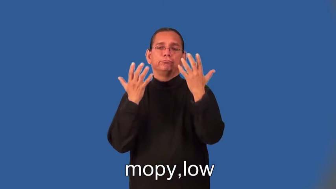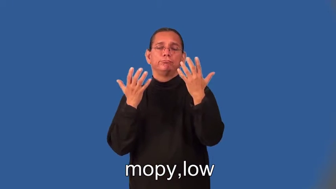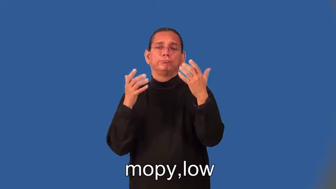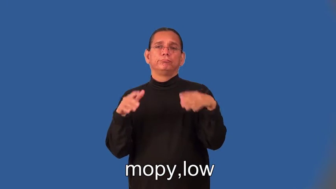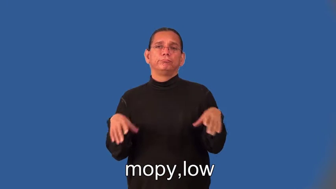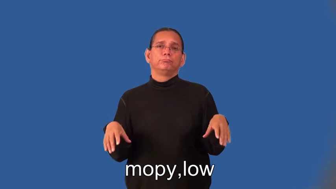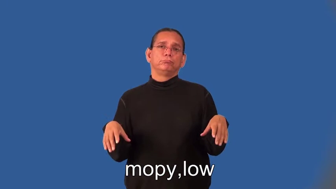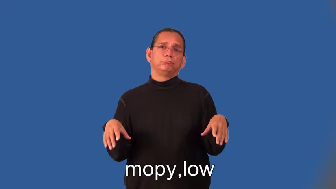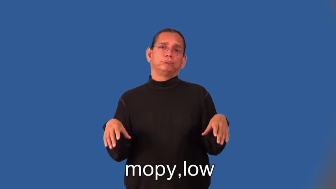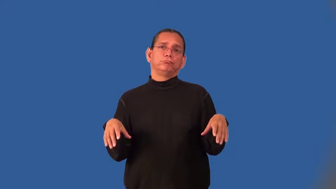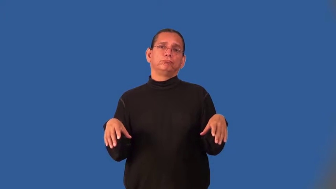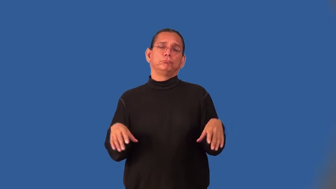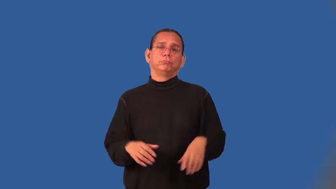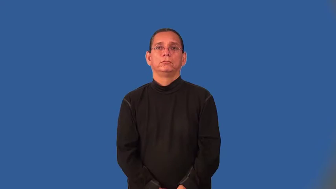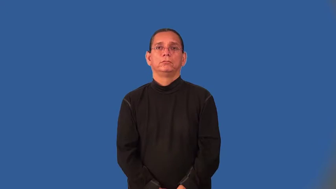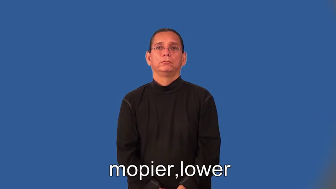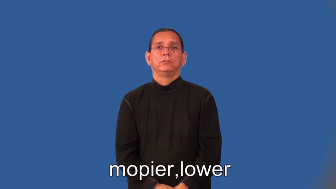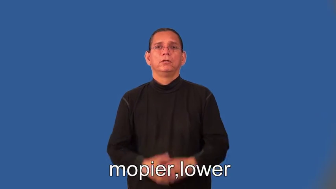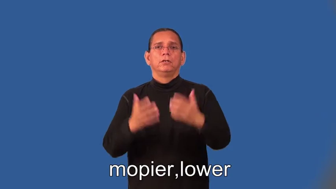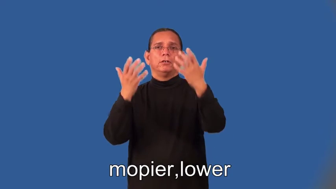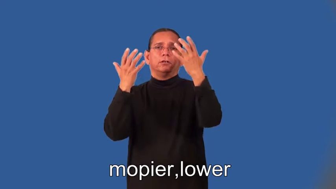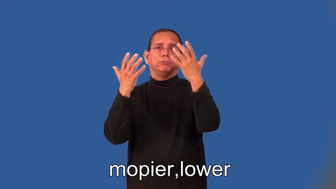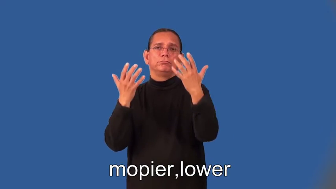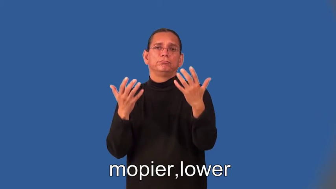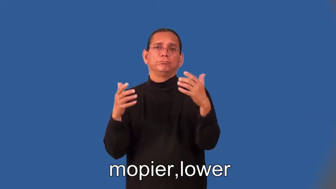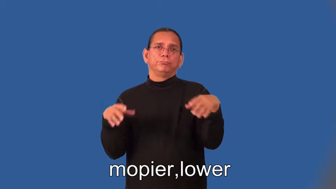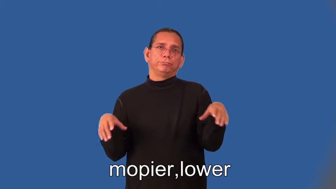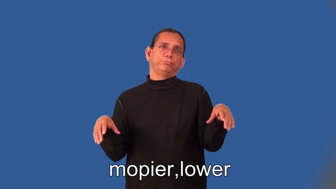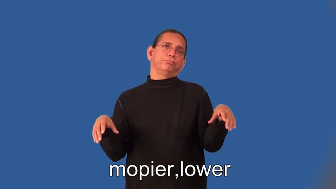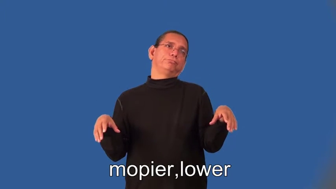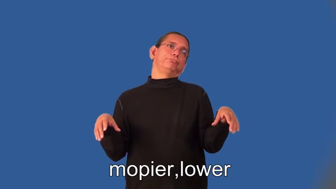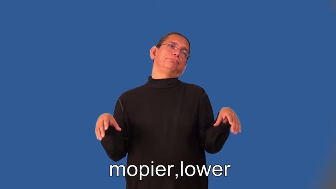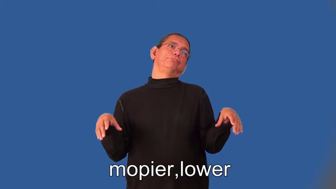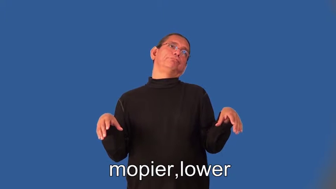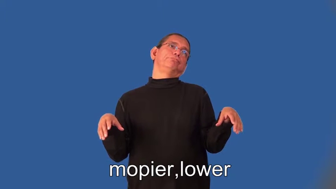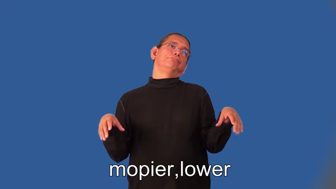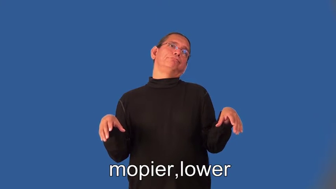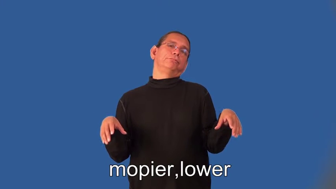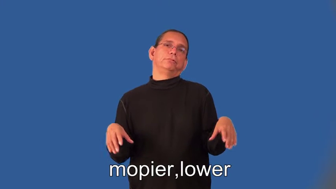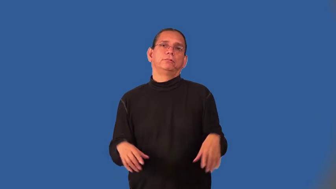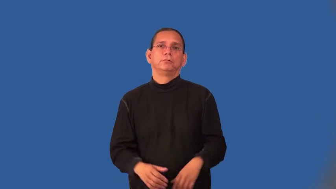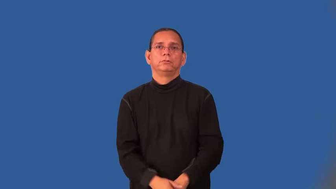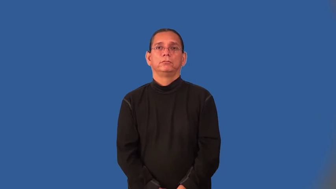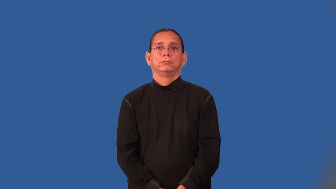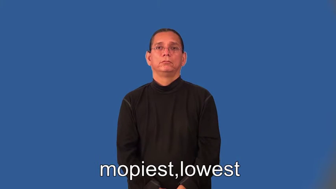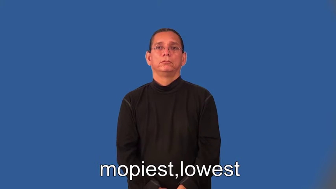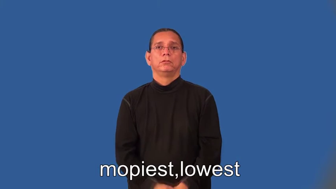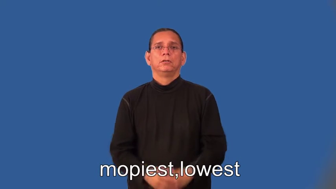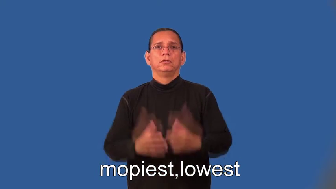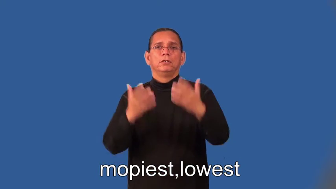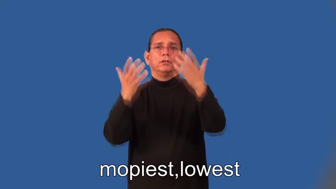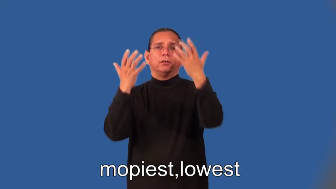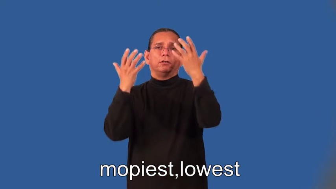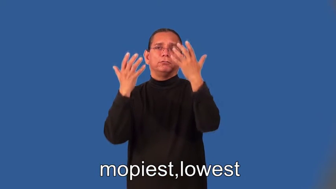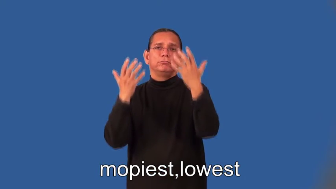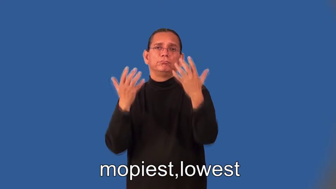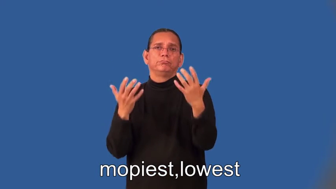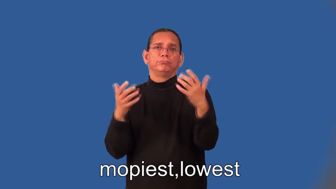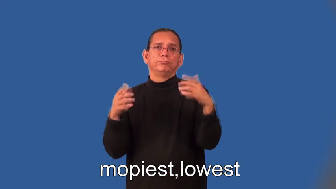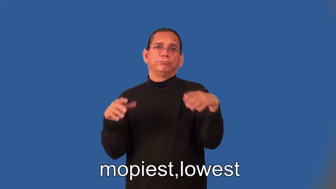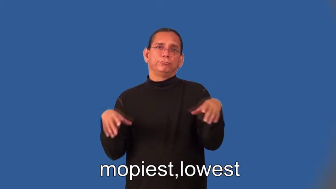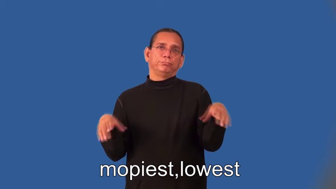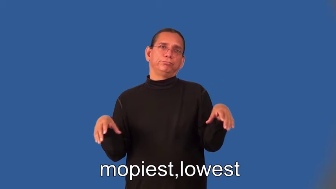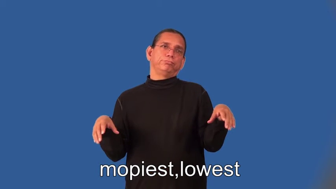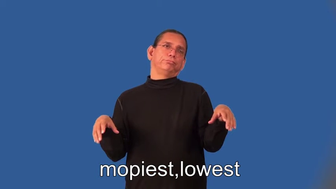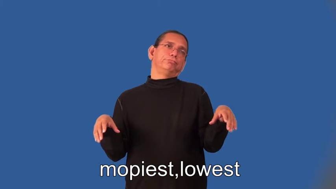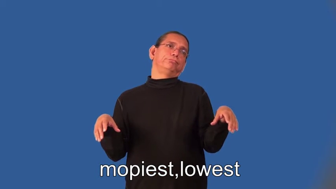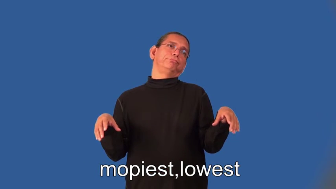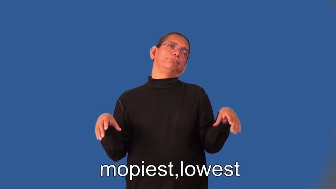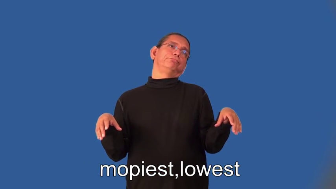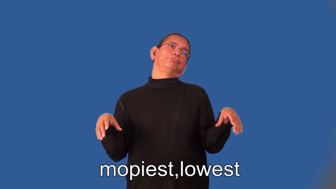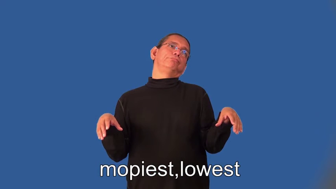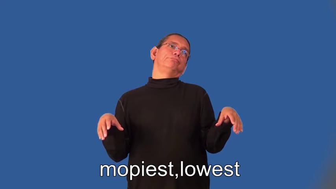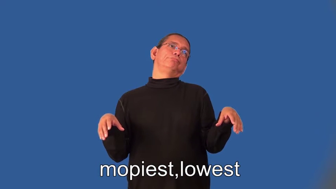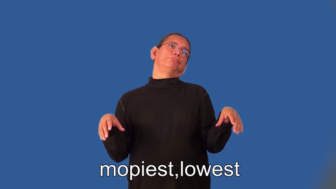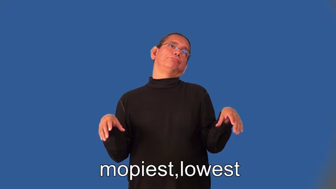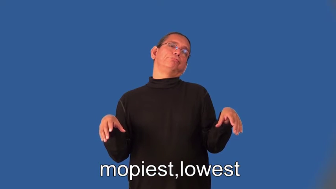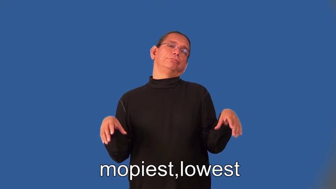mopier,lower,mopiest,lowest